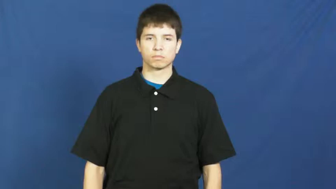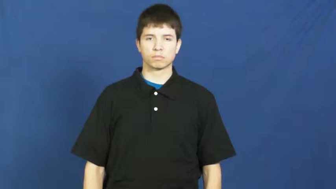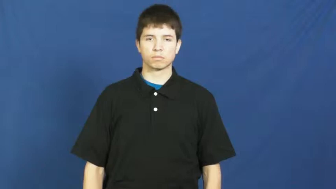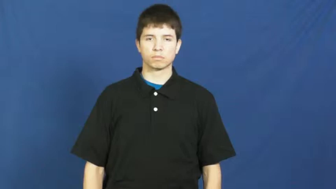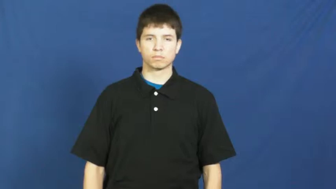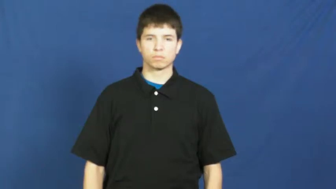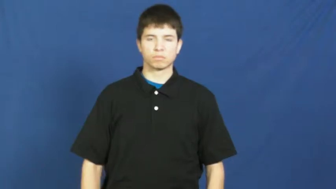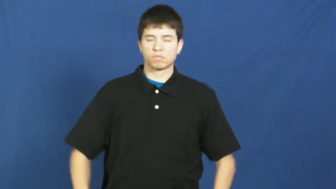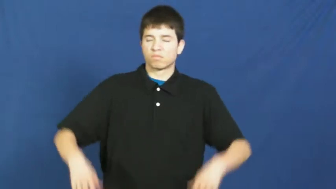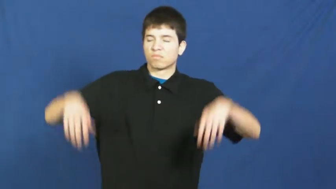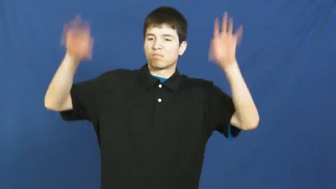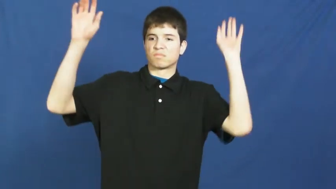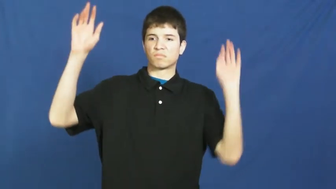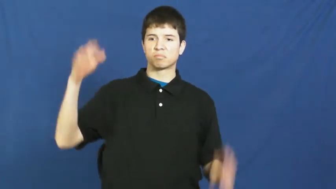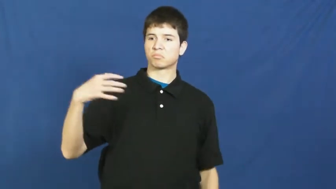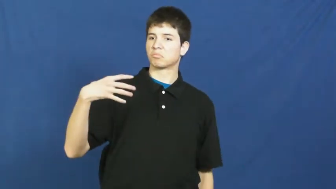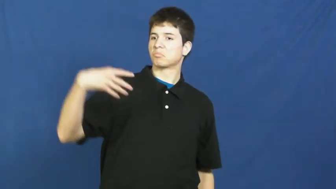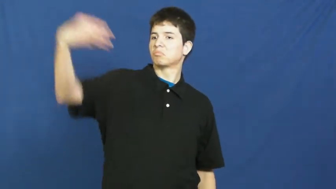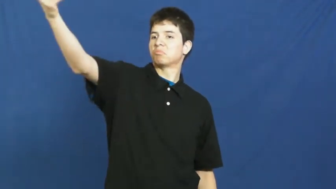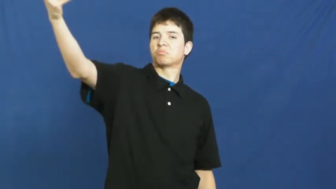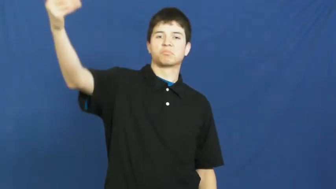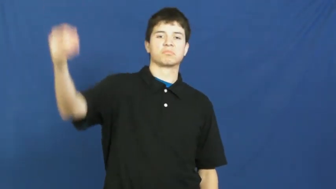secede